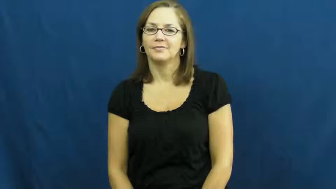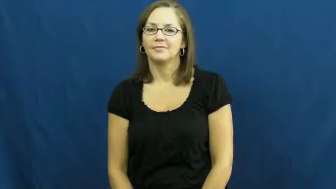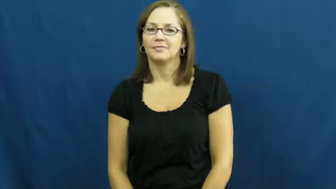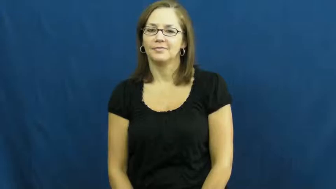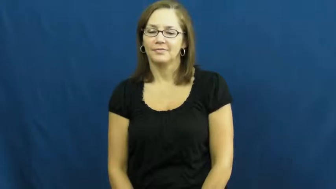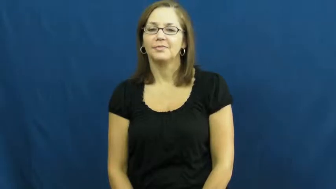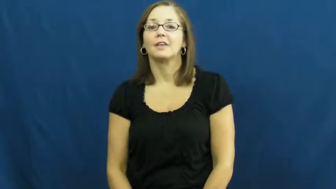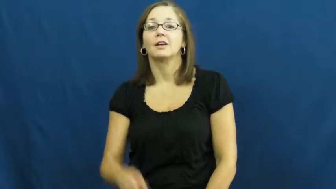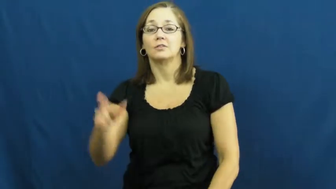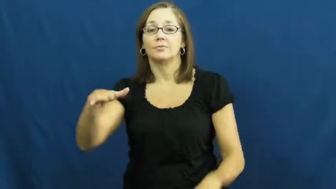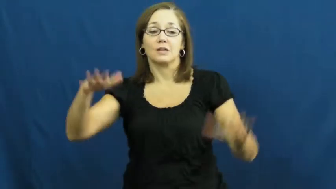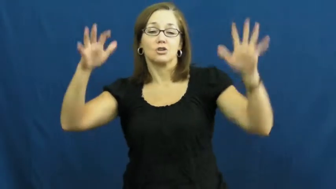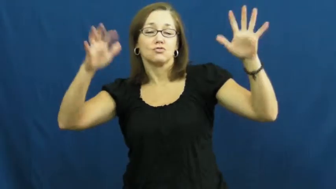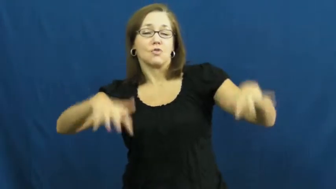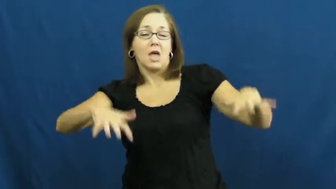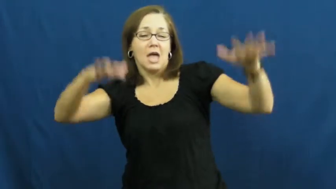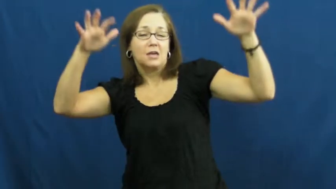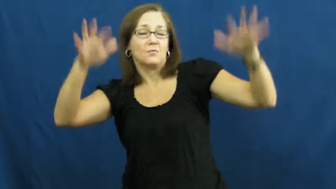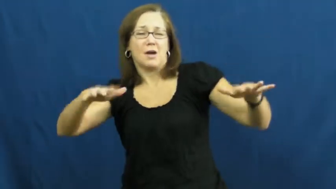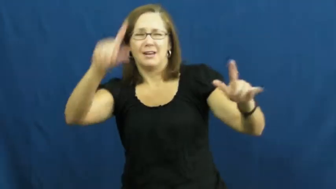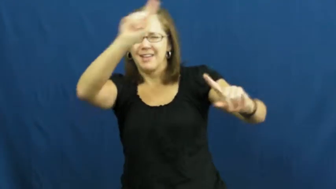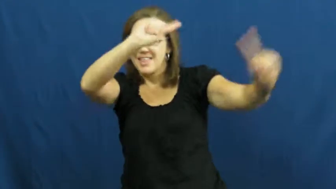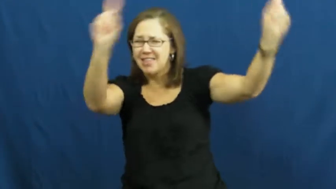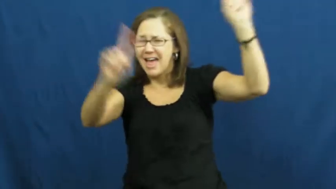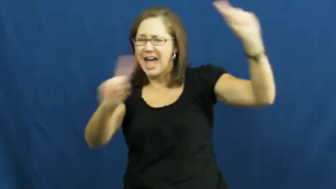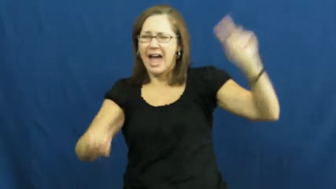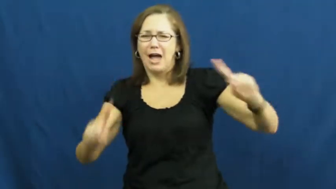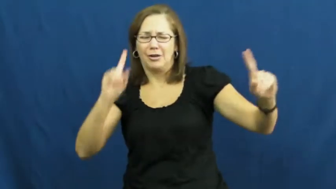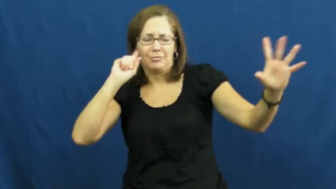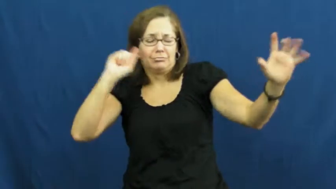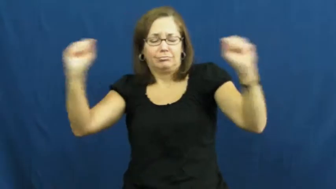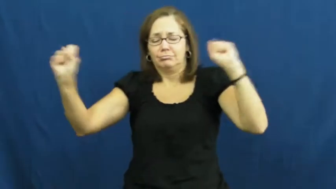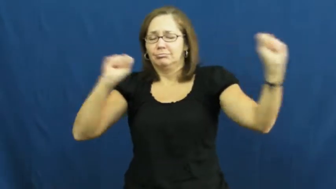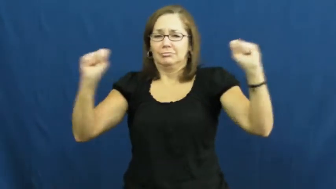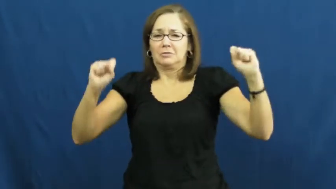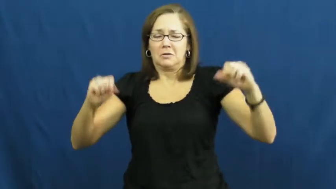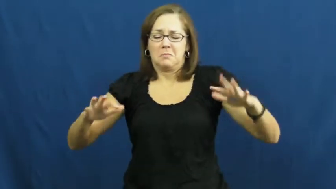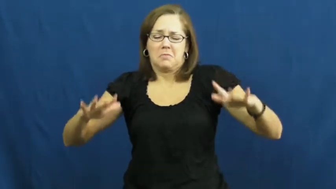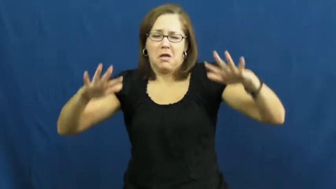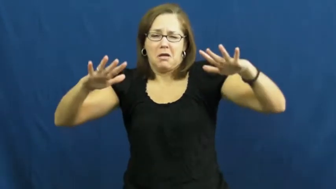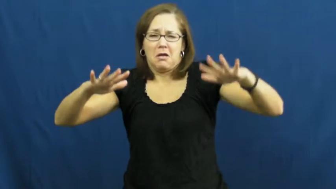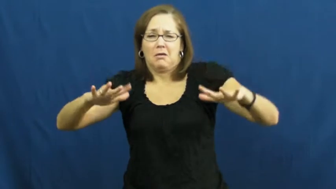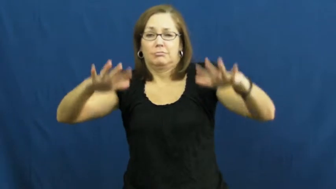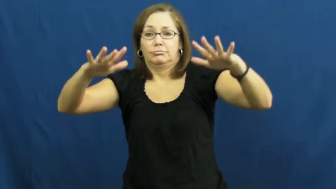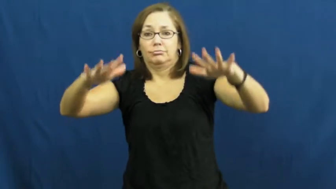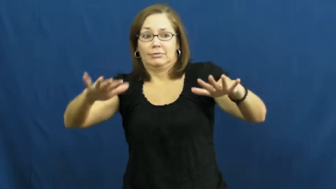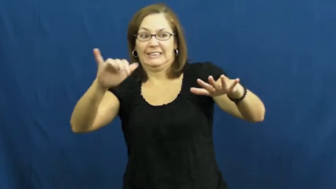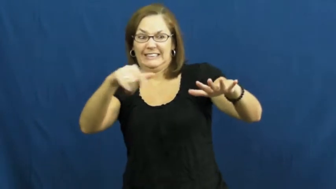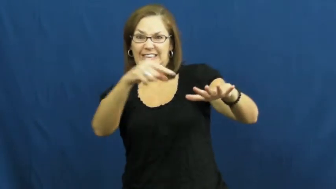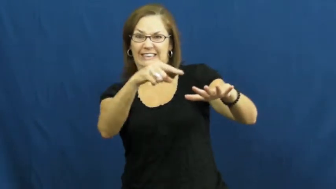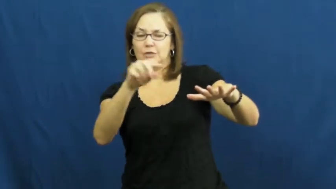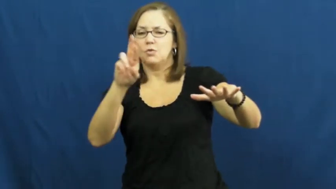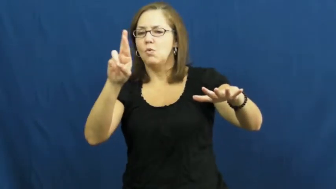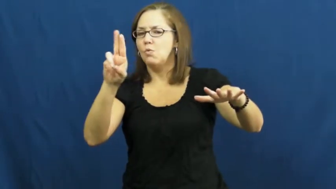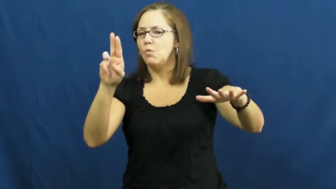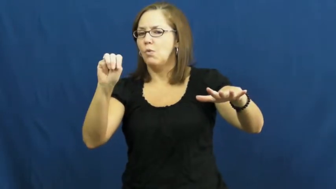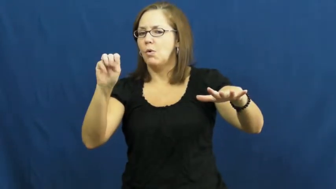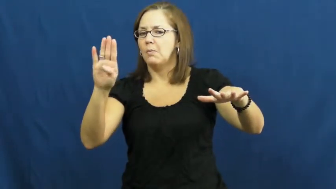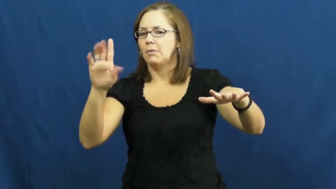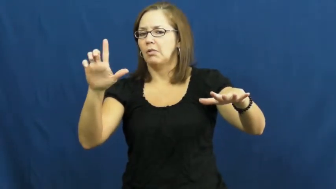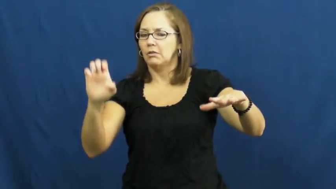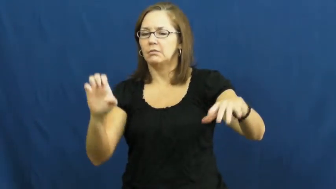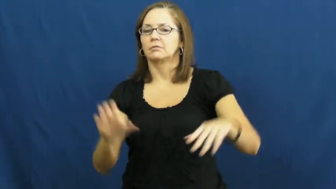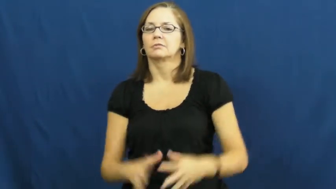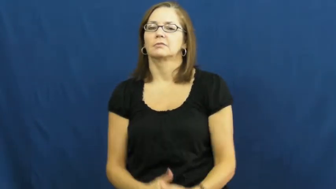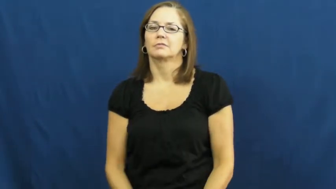rumble-noise